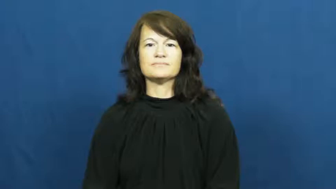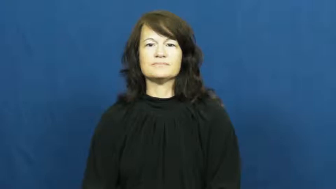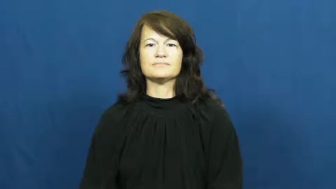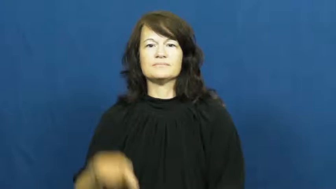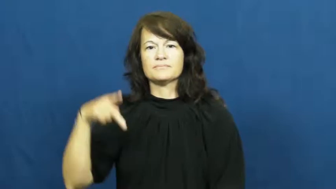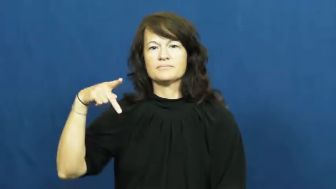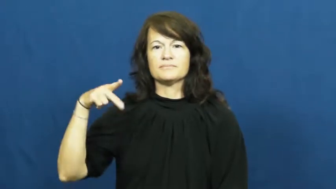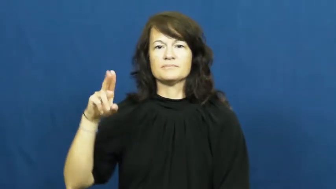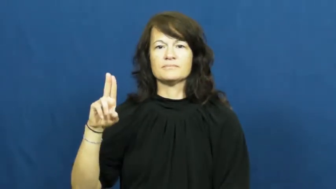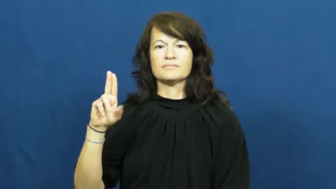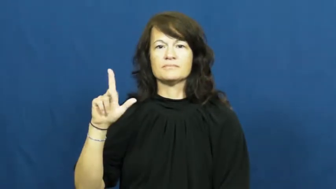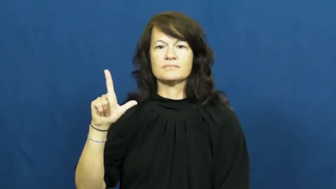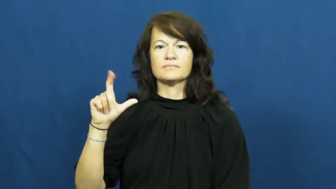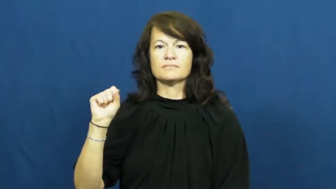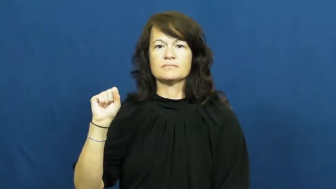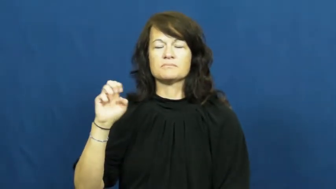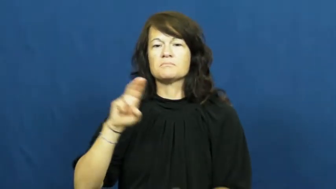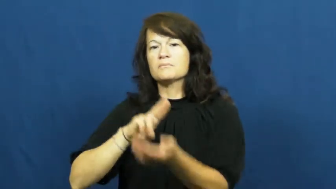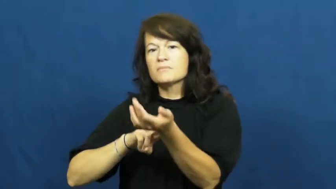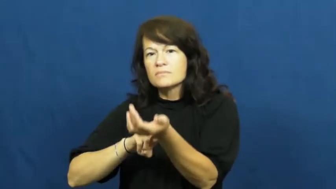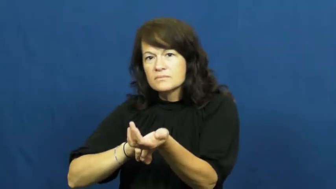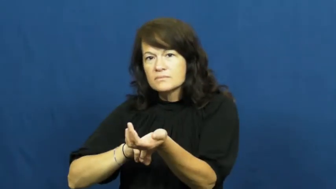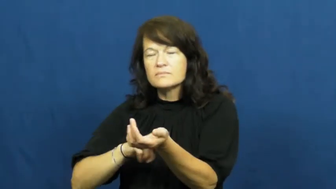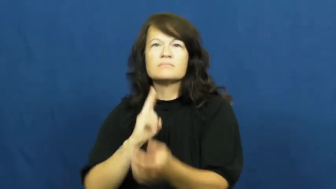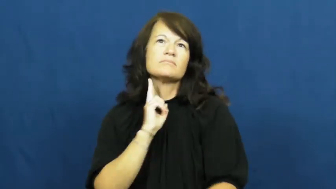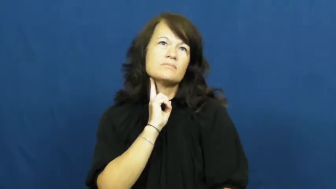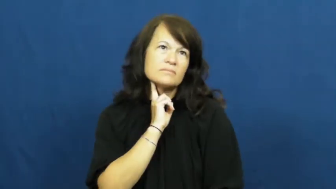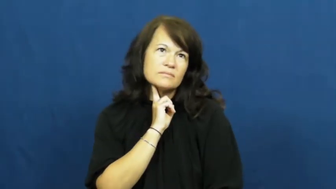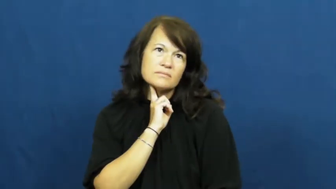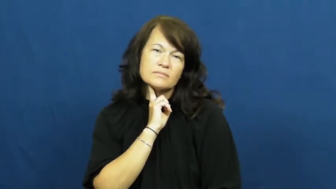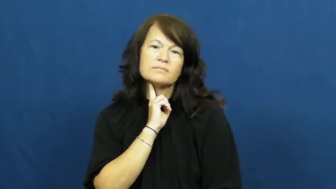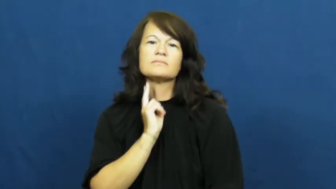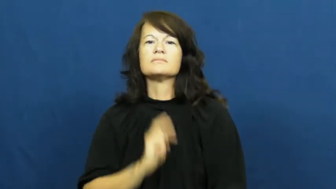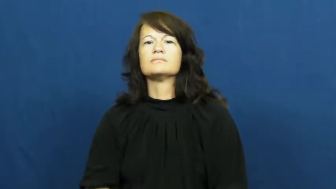pulse-body